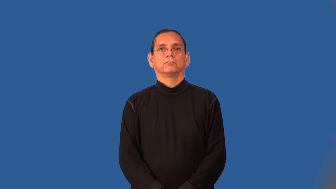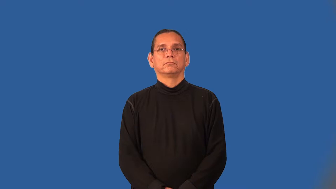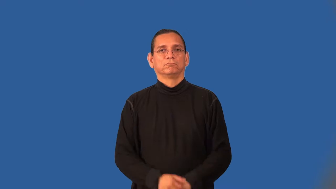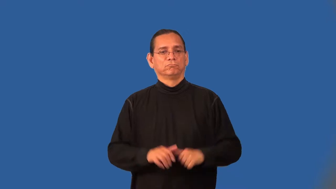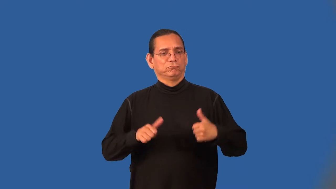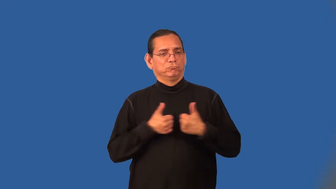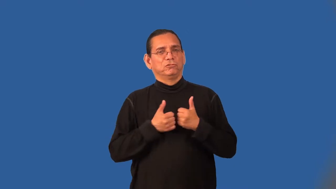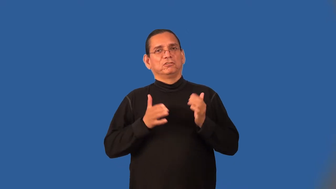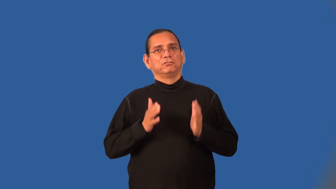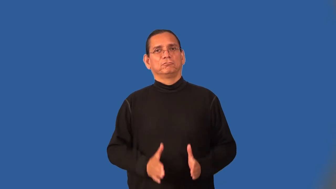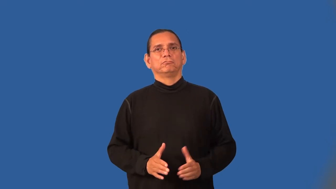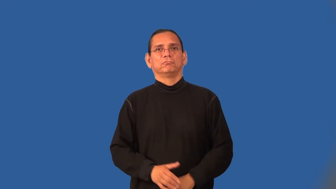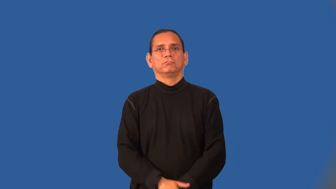challenger